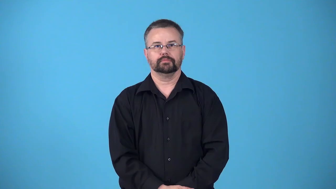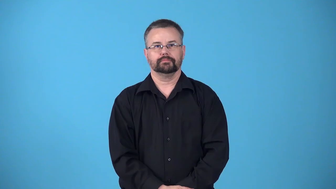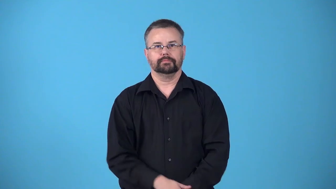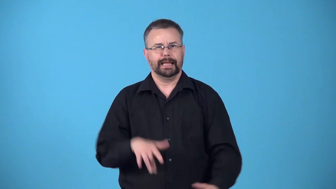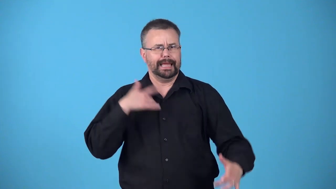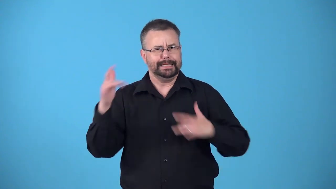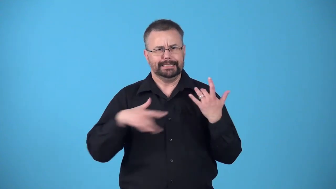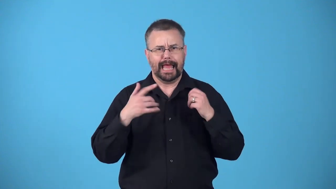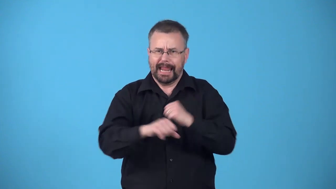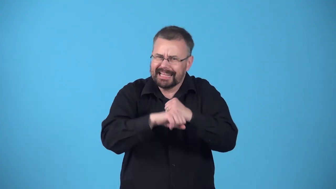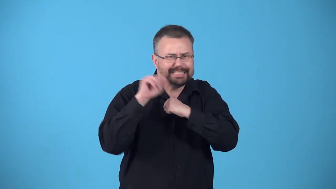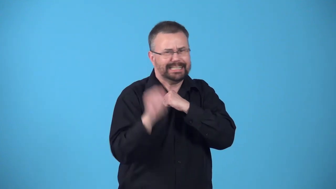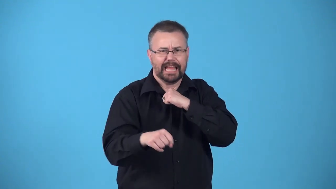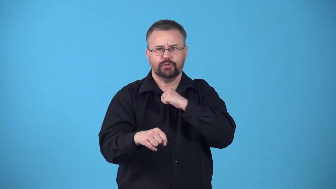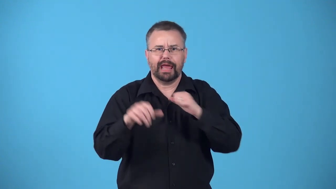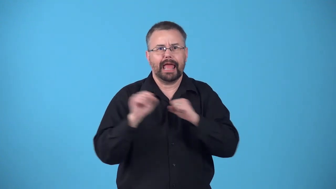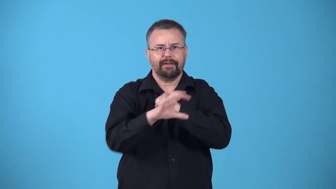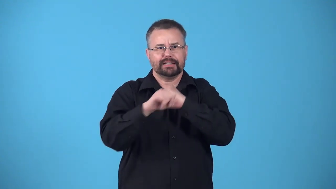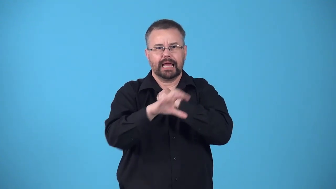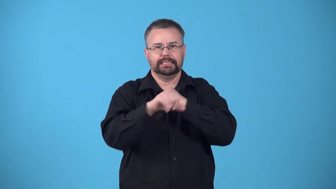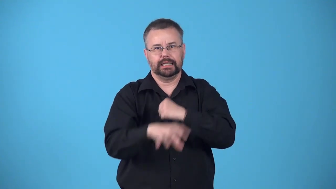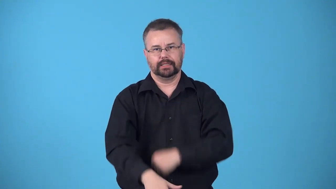ballyhoo-excited exaggerated advertising